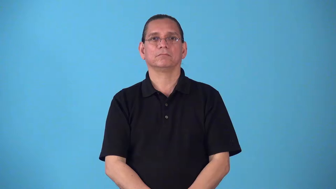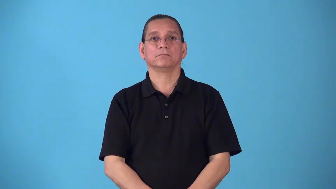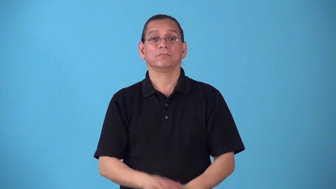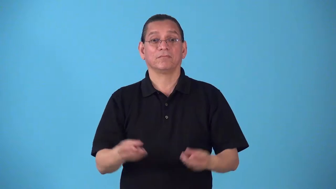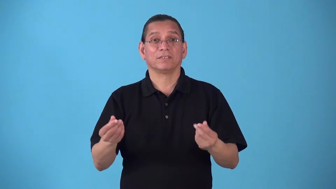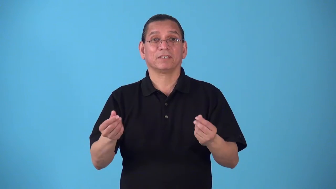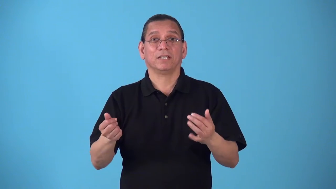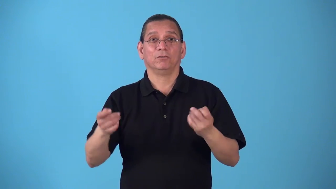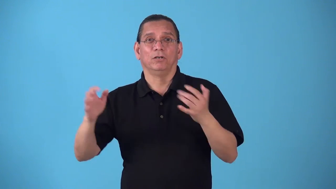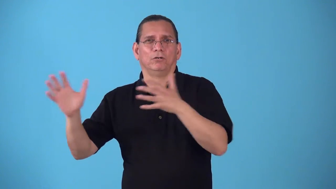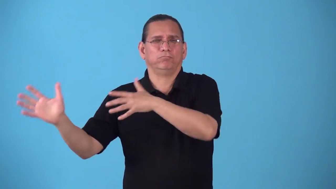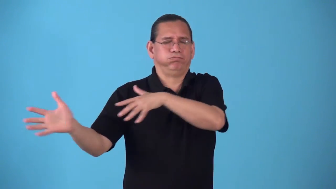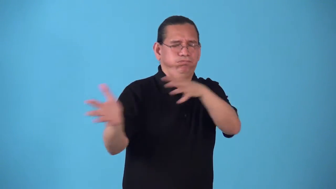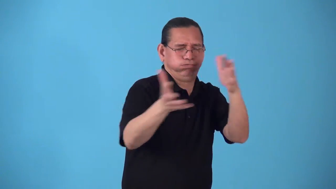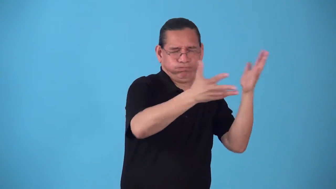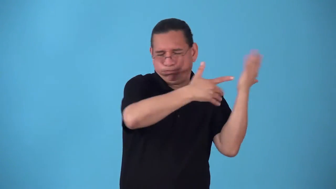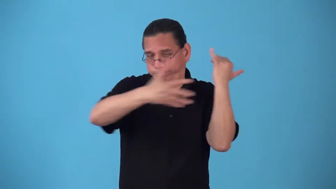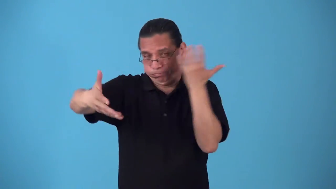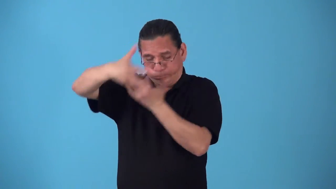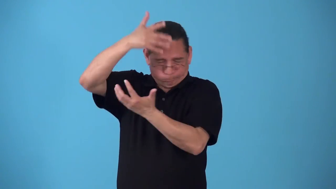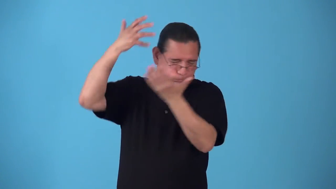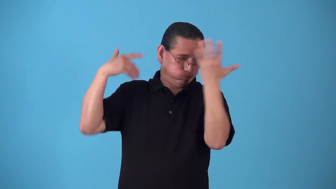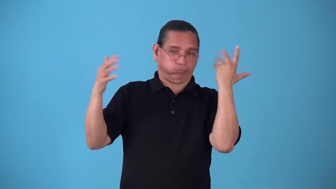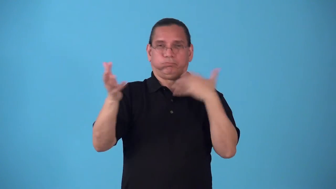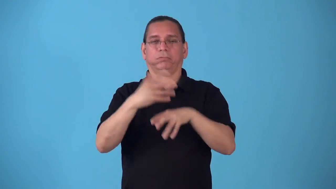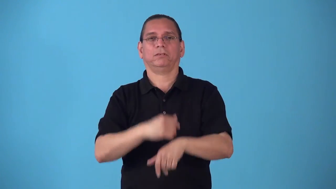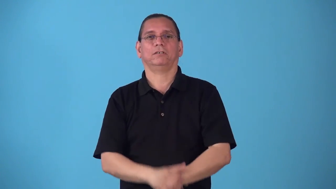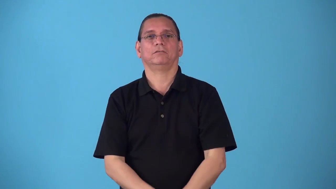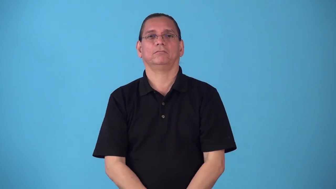sandstorm